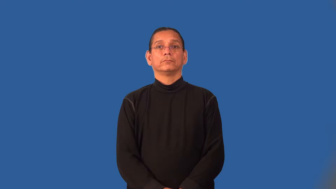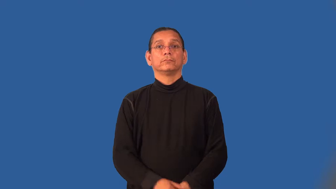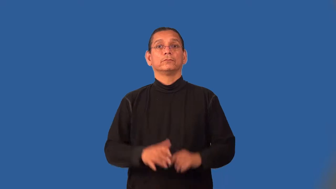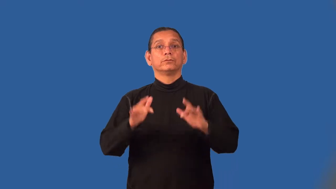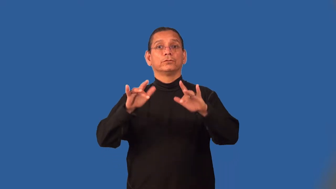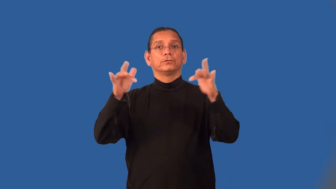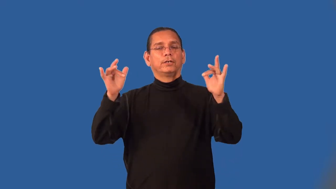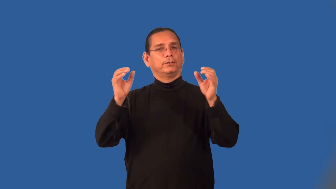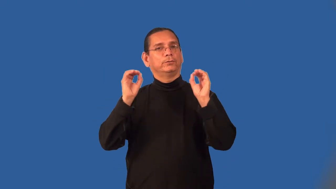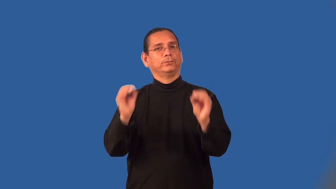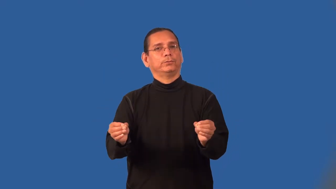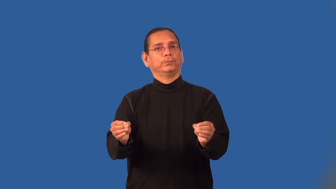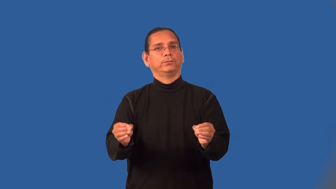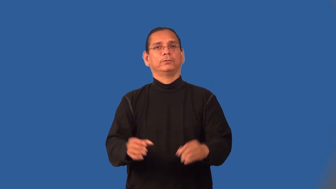lusterless